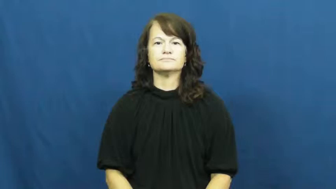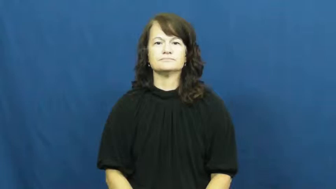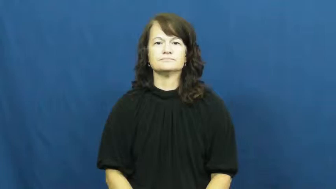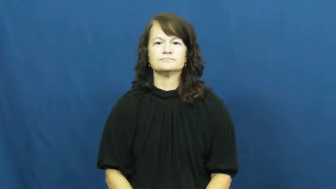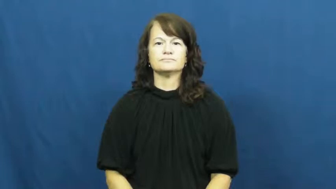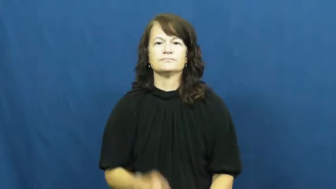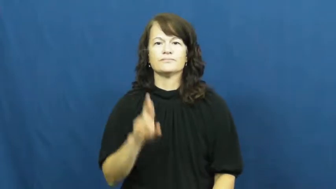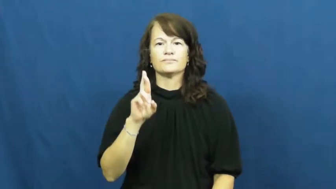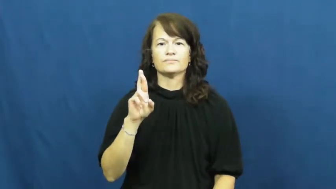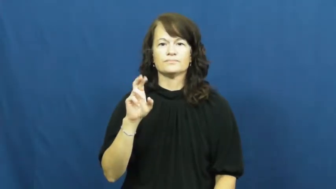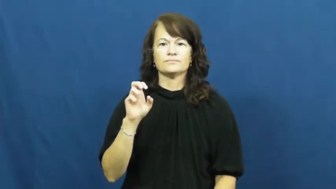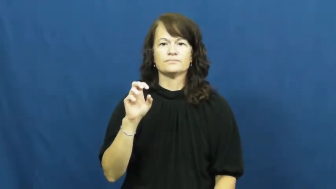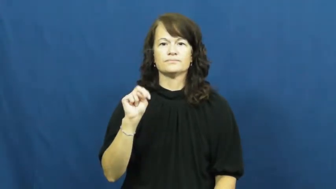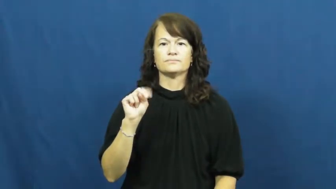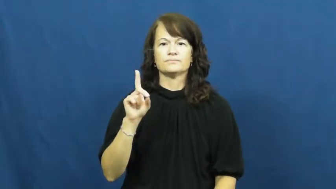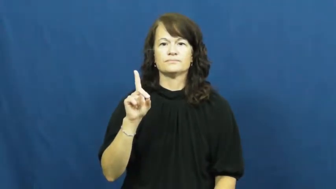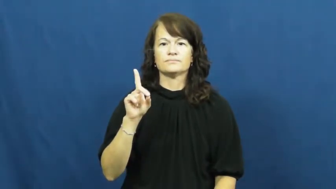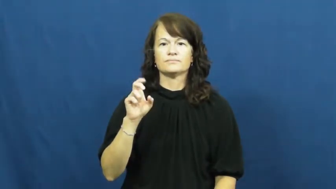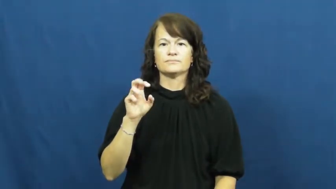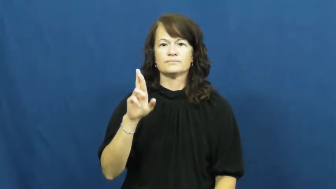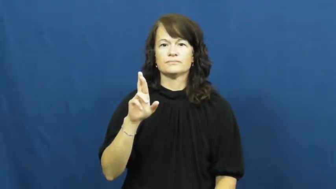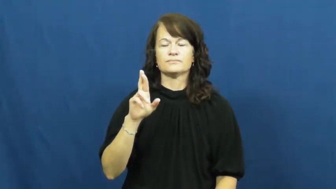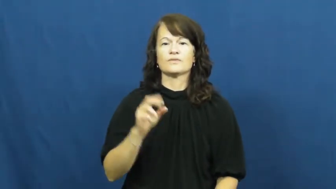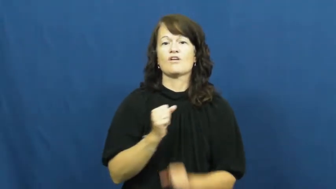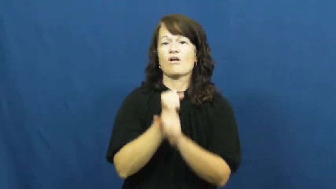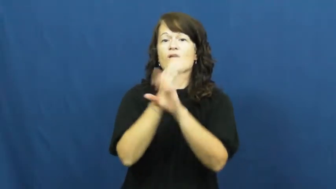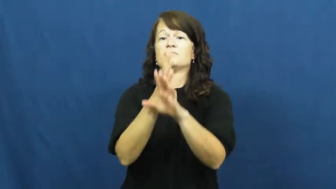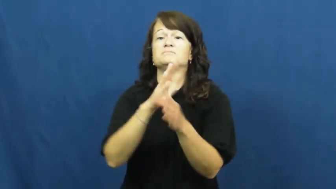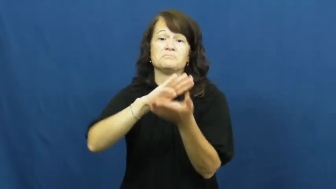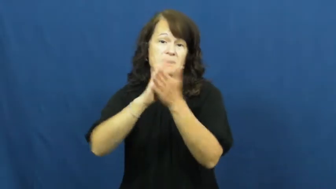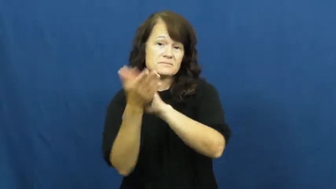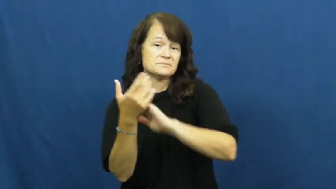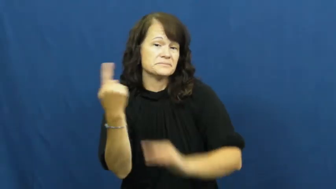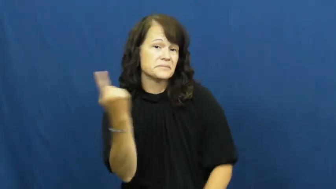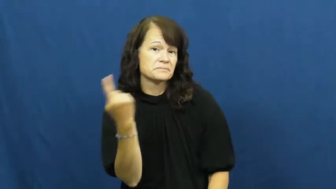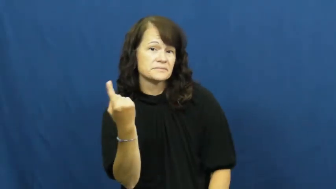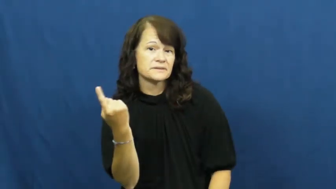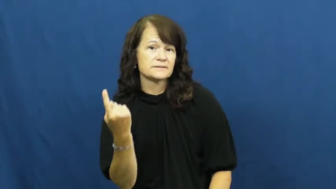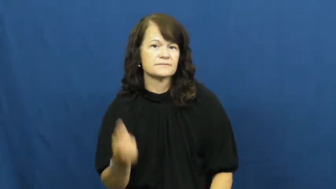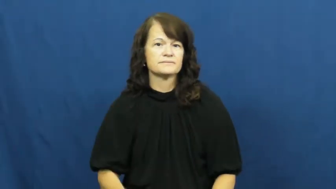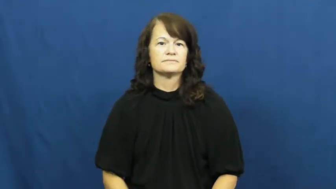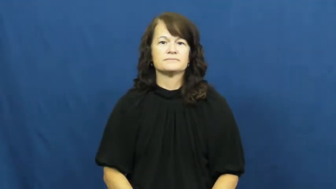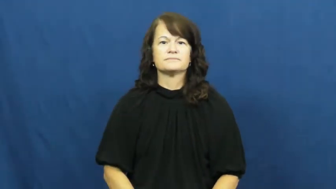render-cause